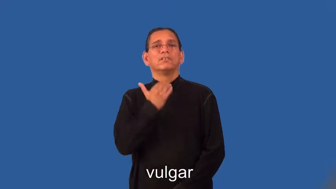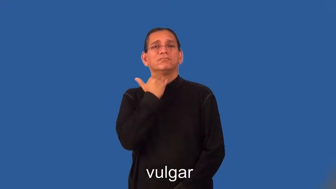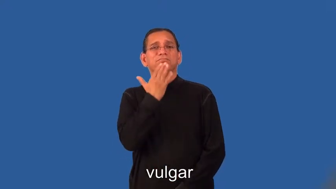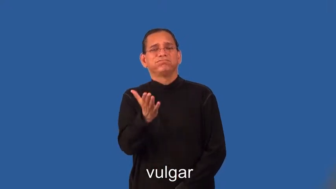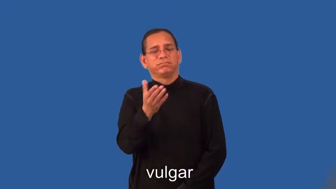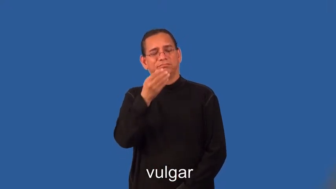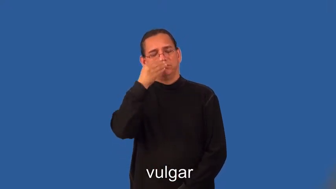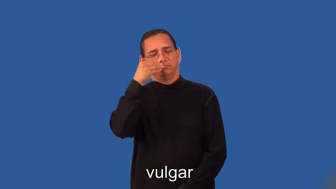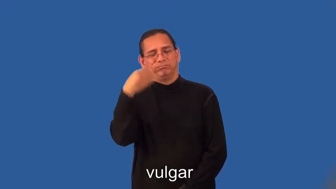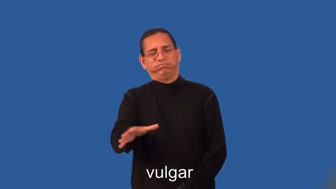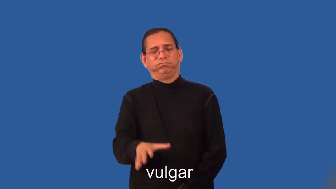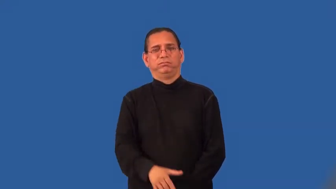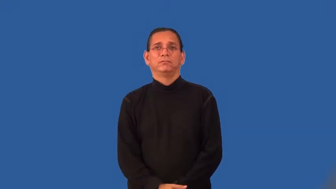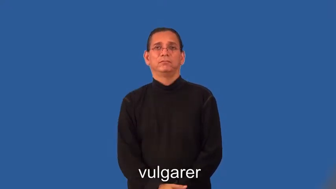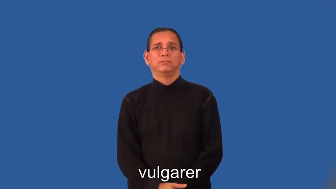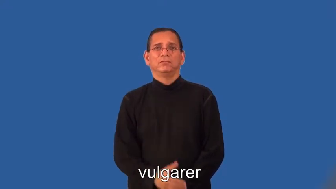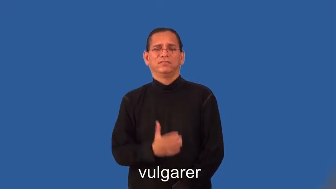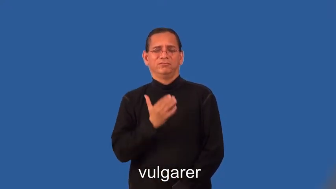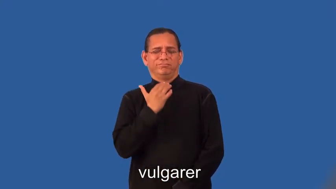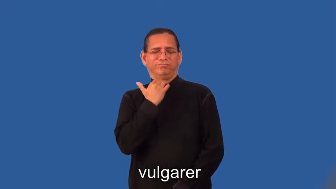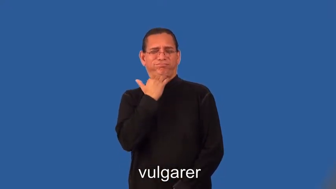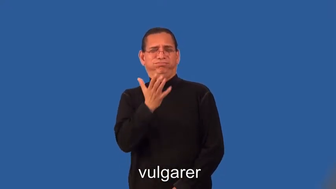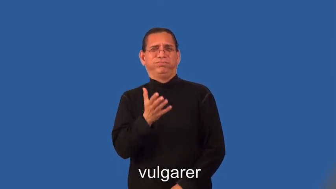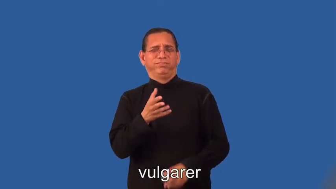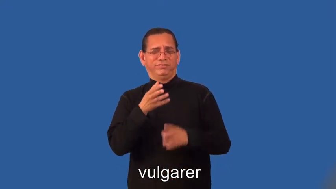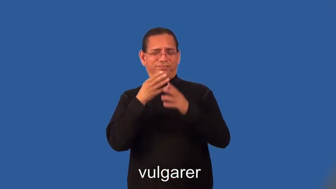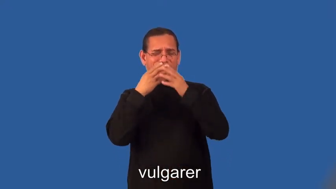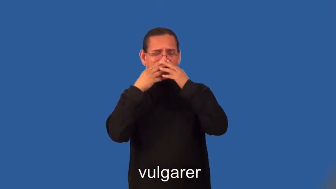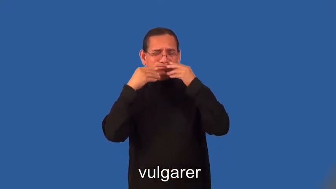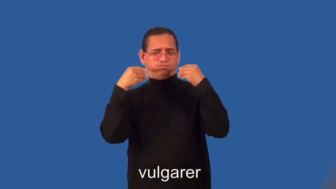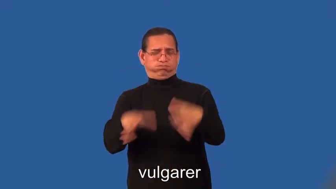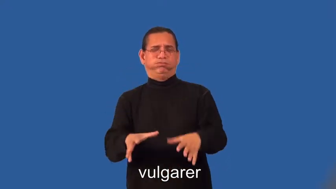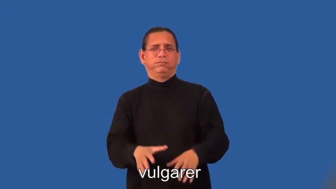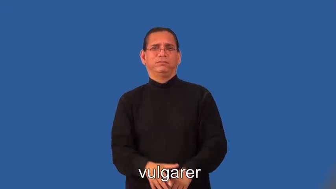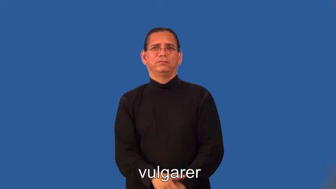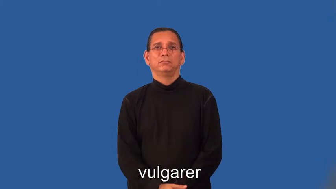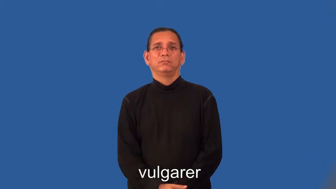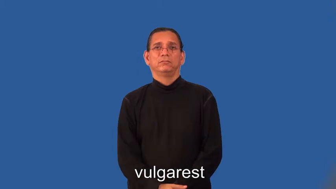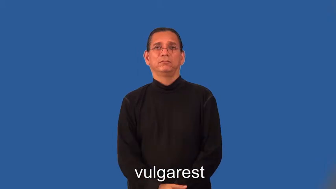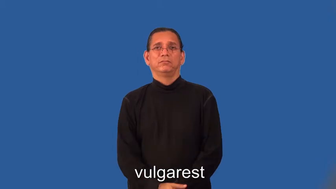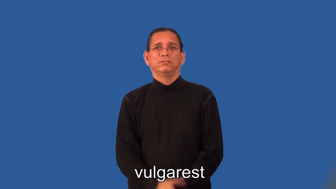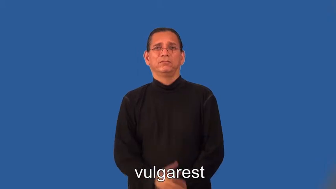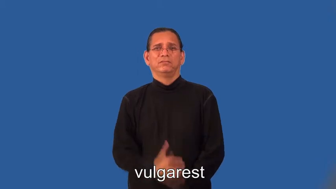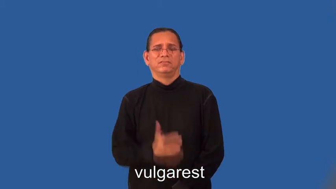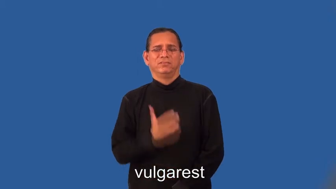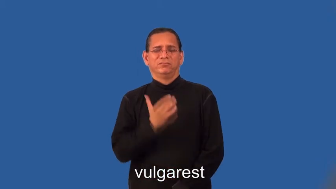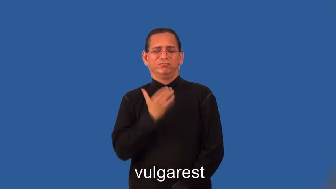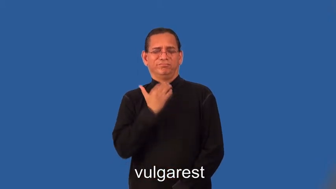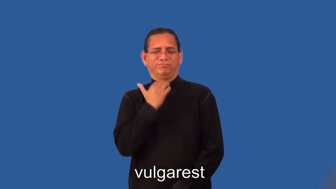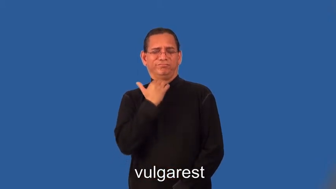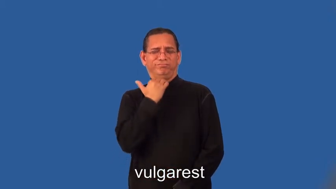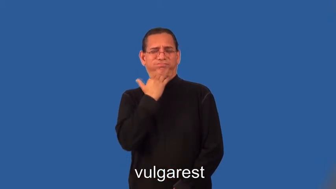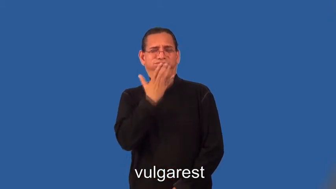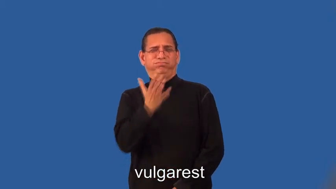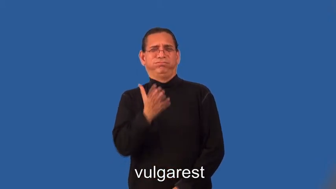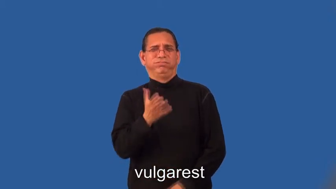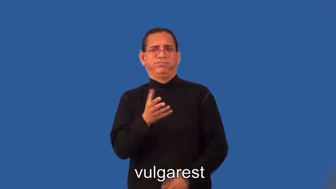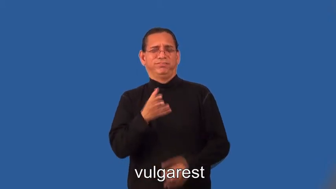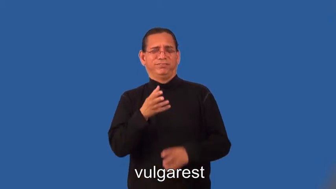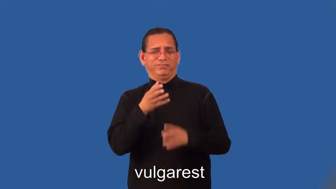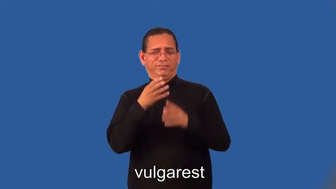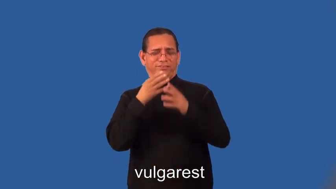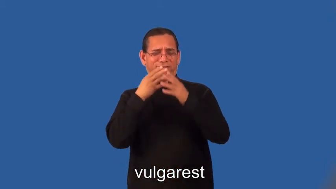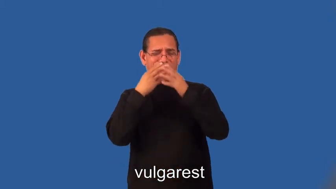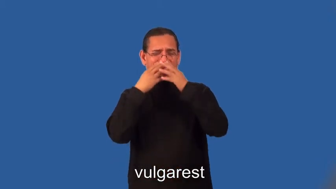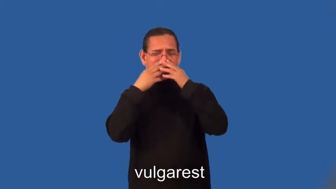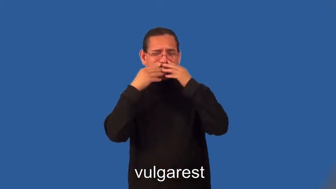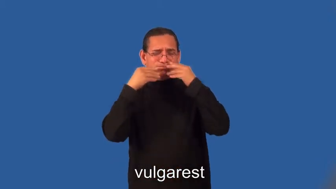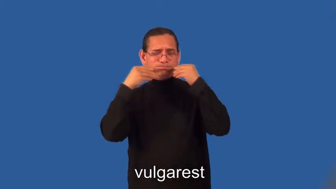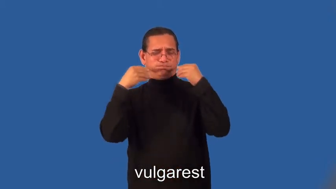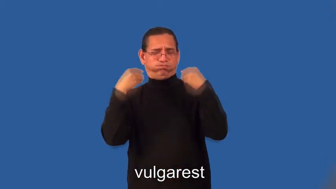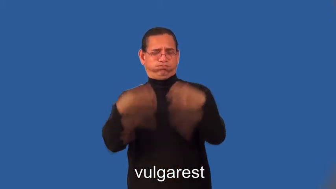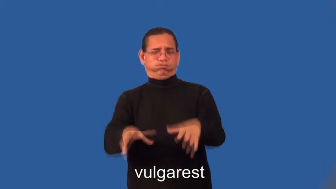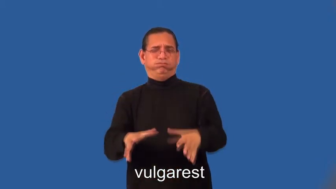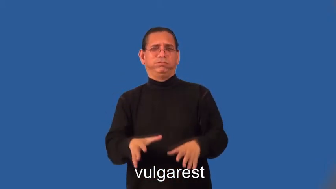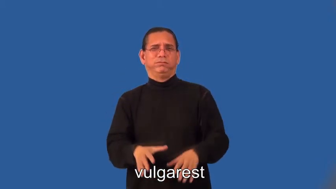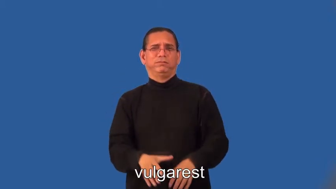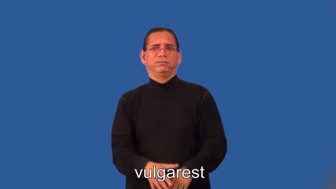vulgarer,vulgarest